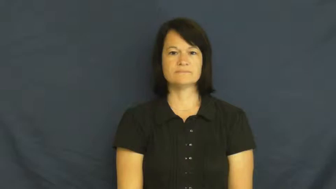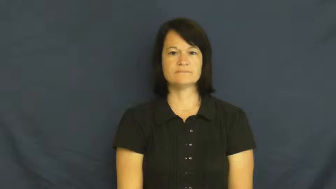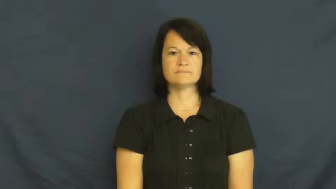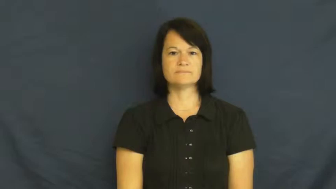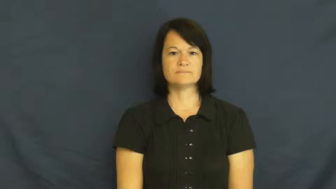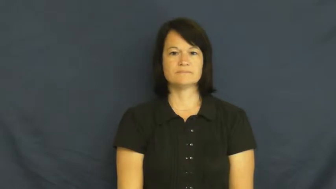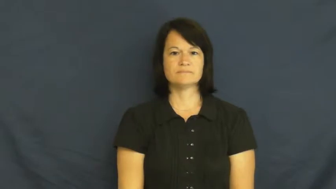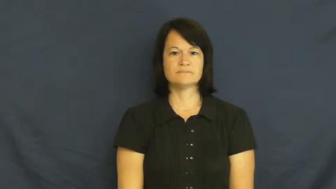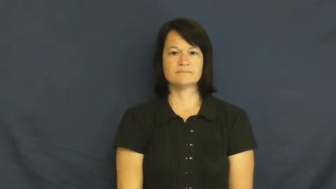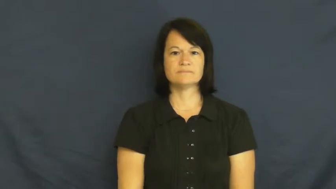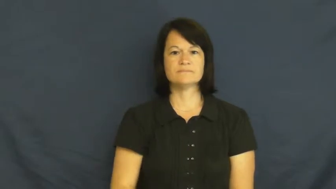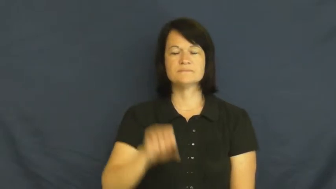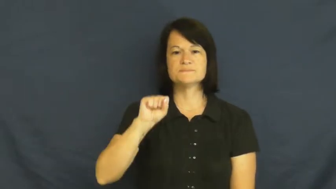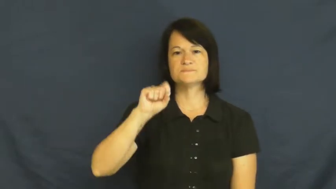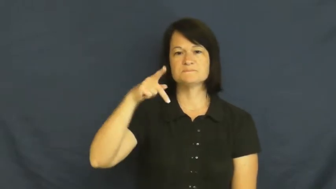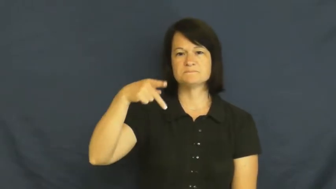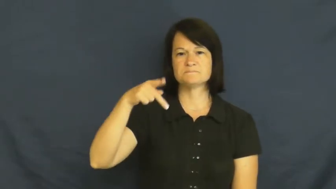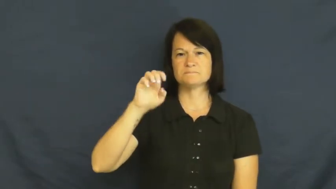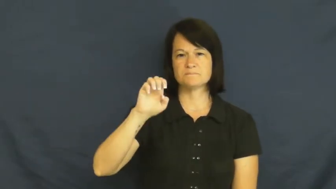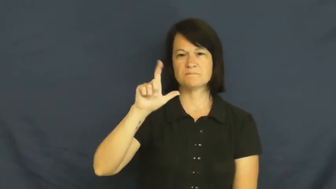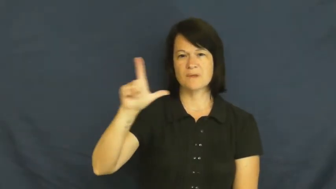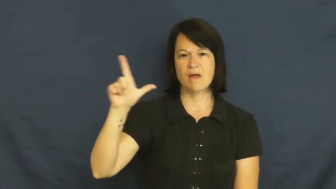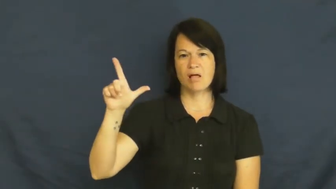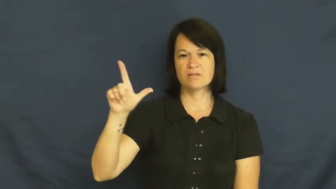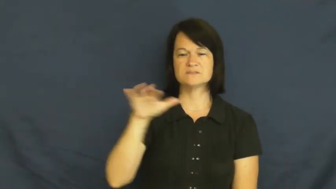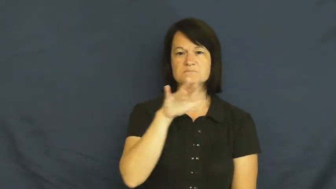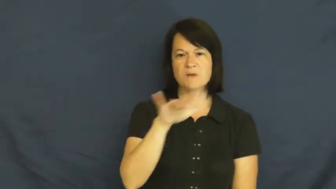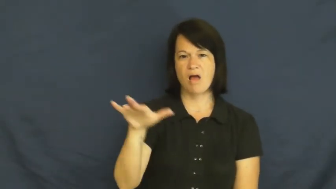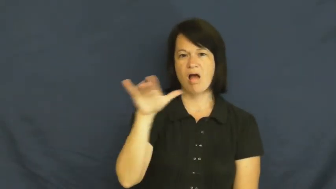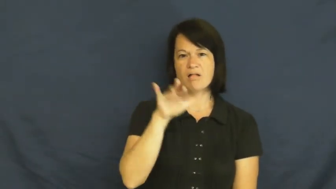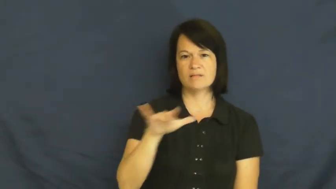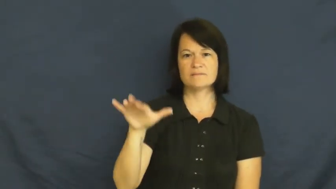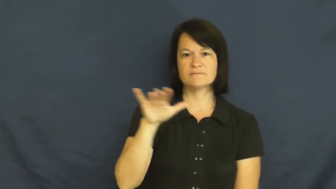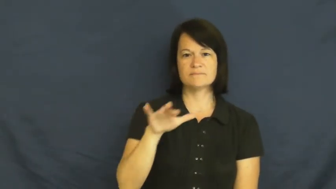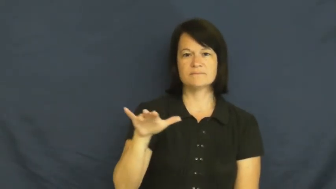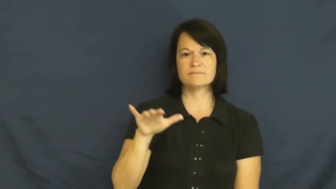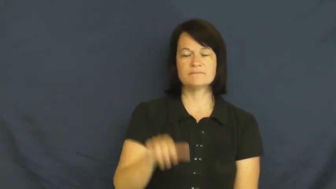spell,spell out-word